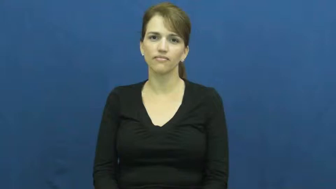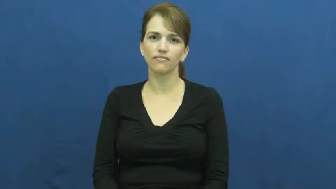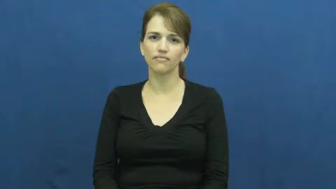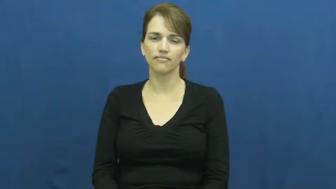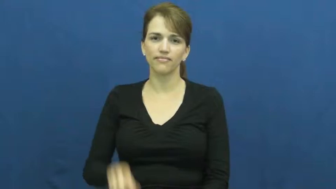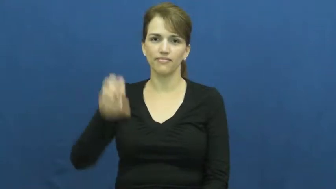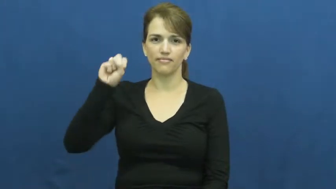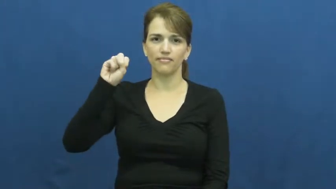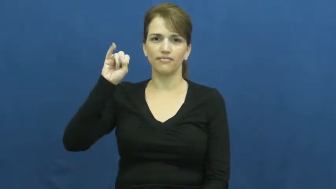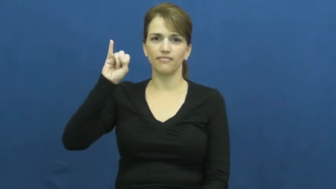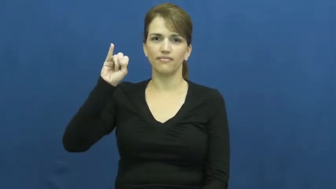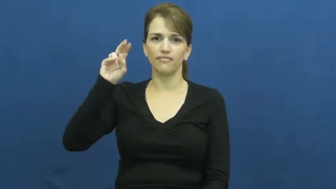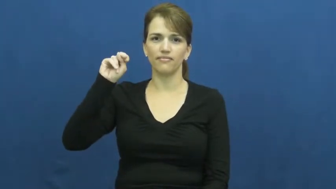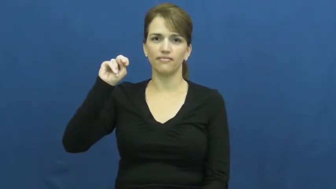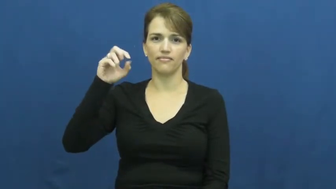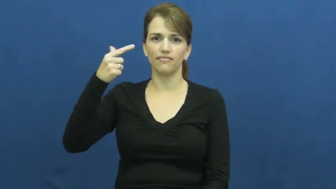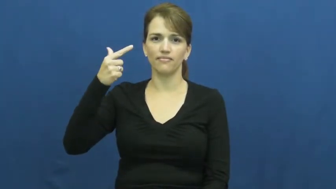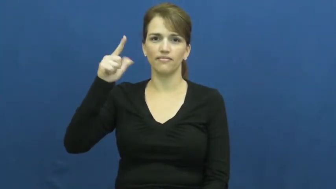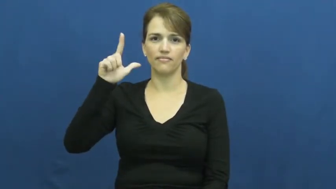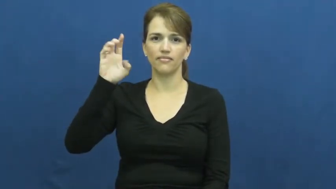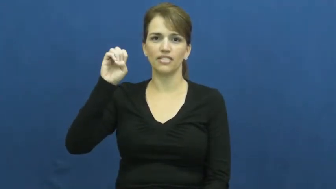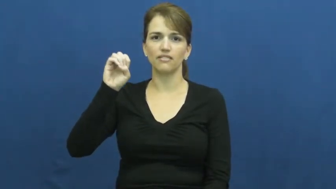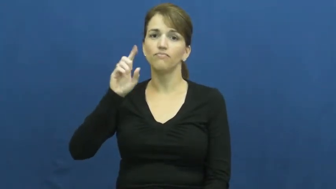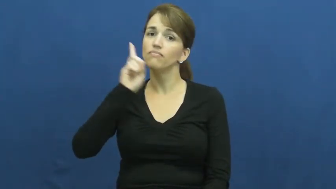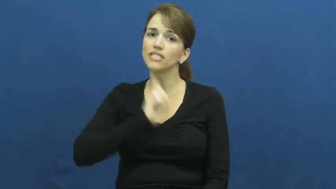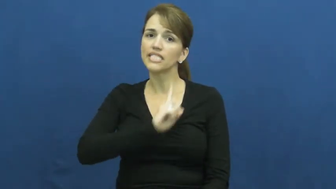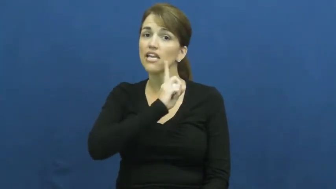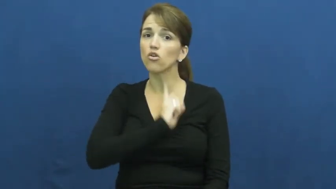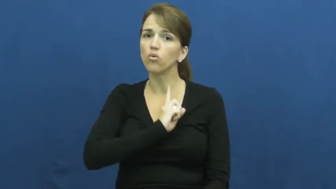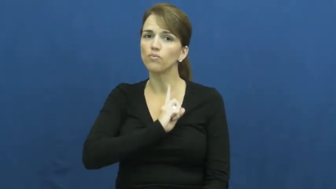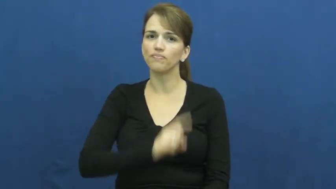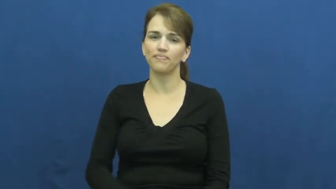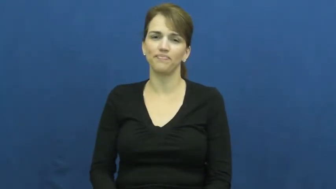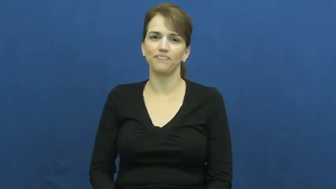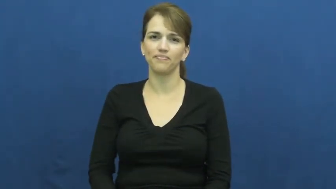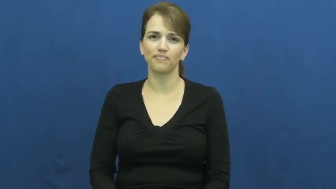single-not married